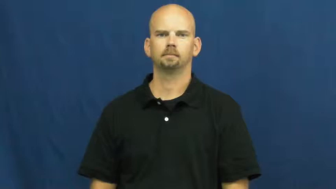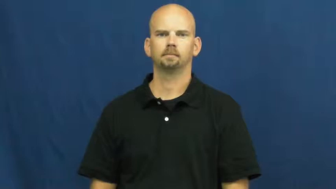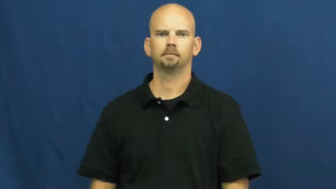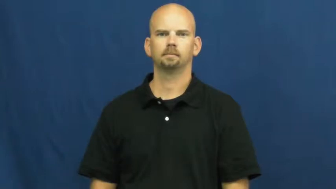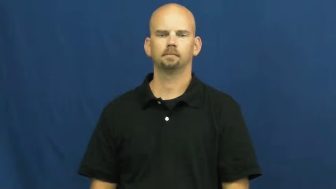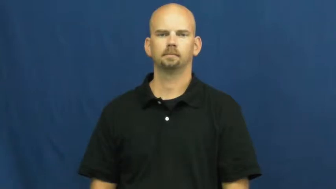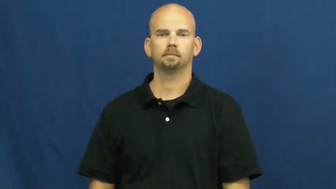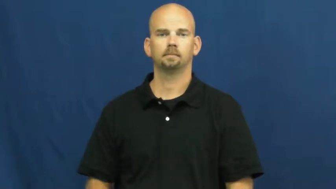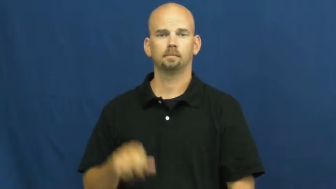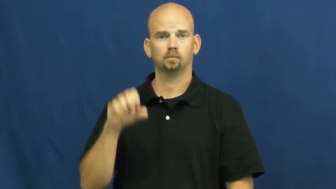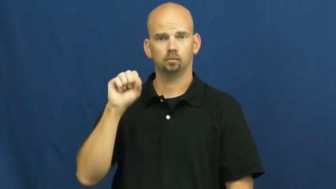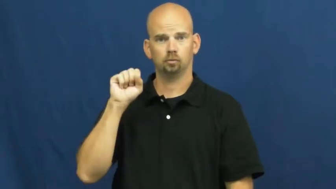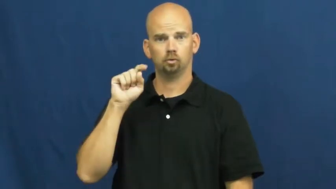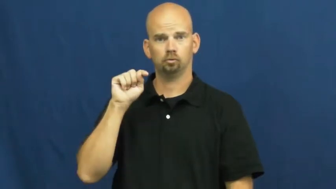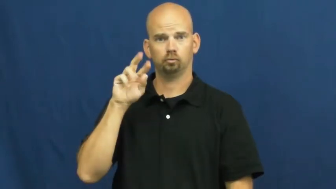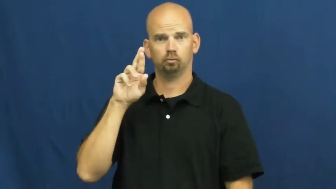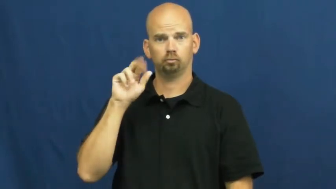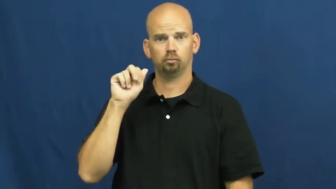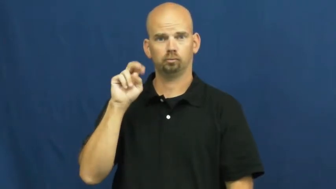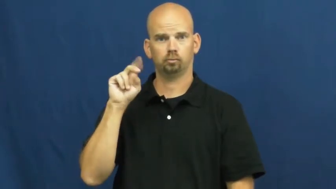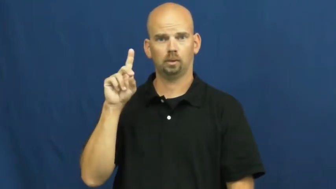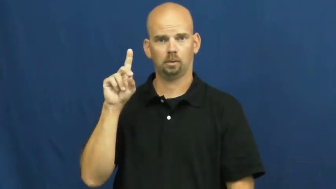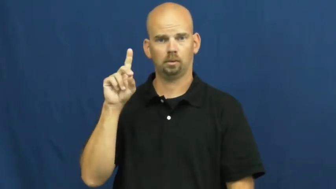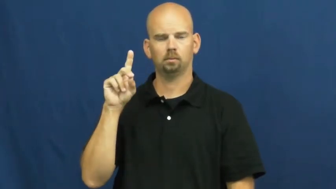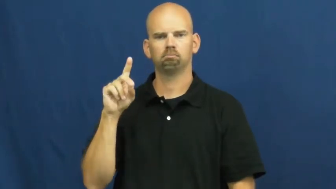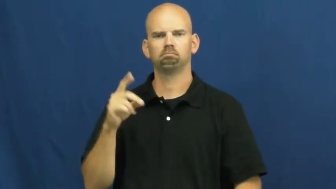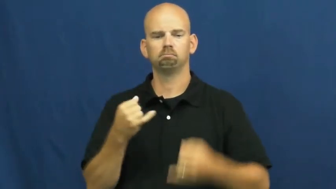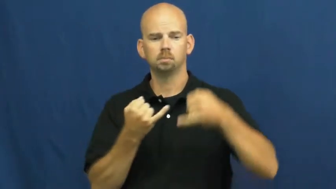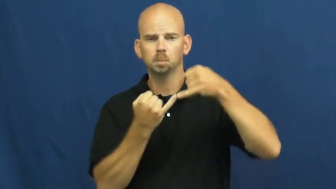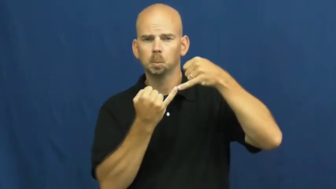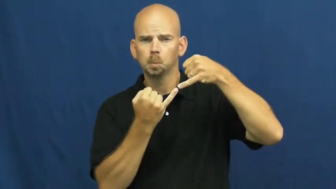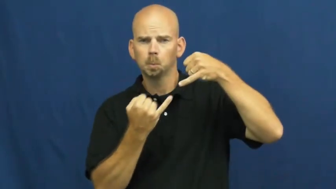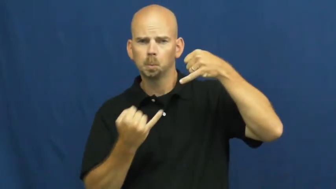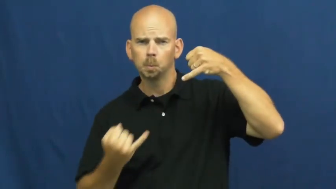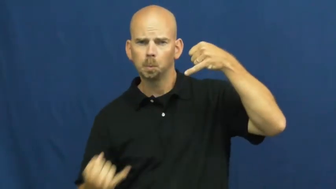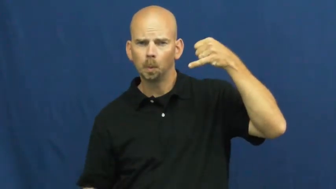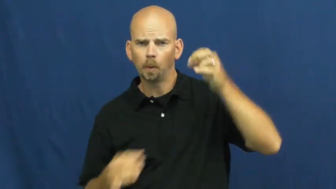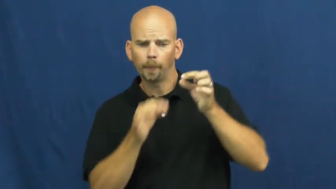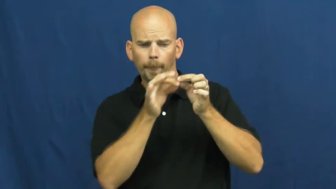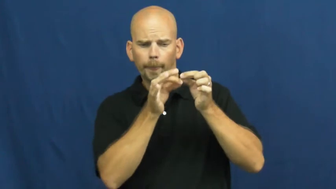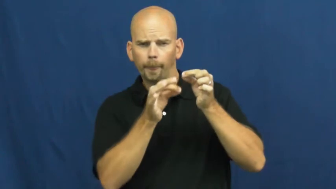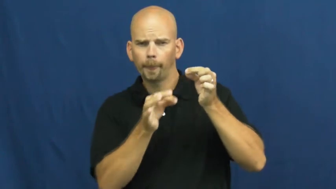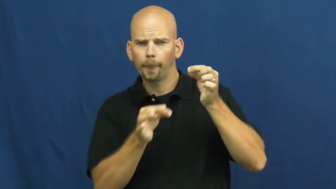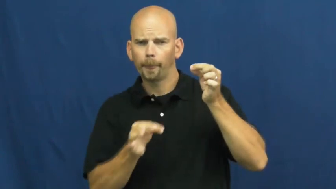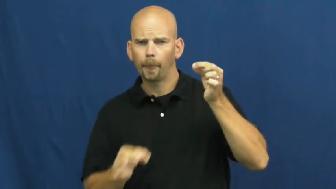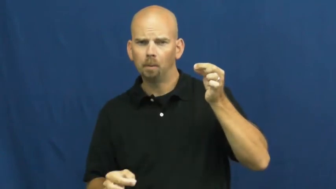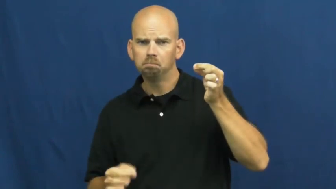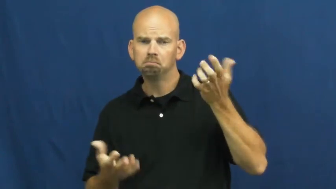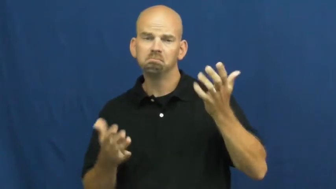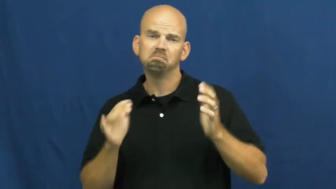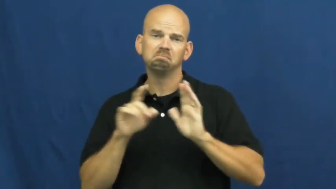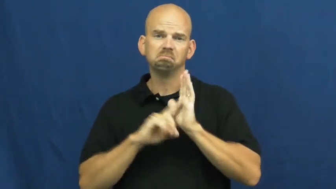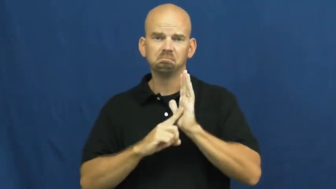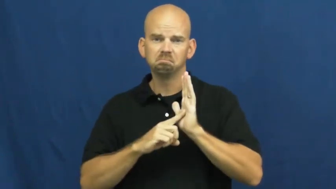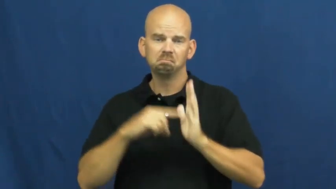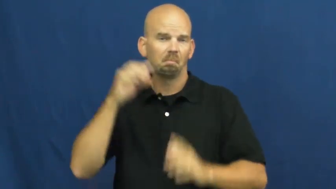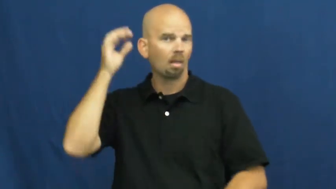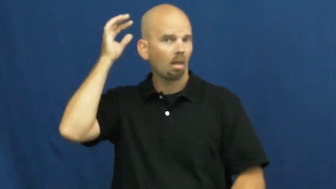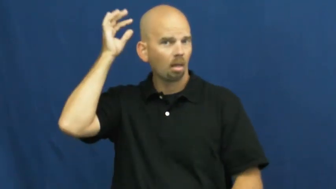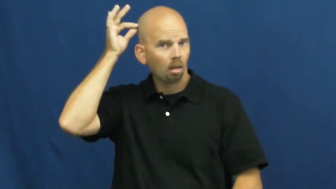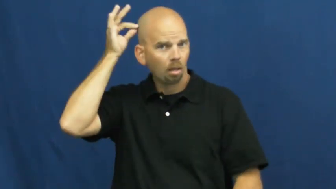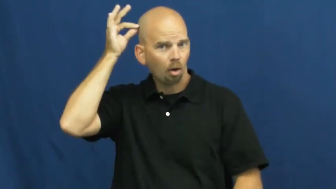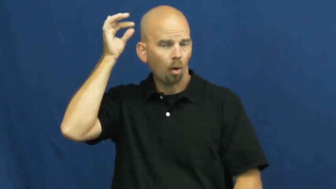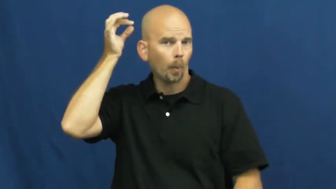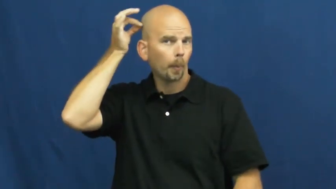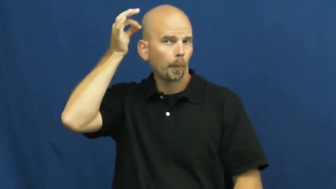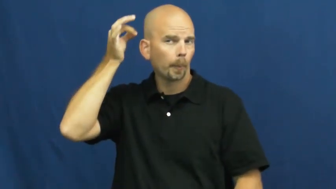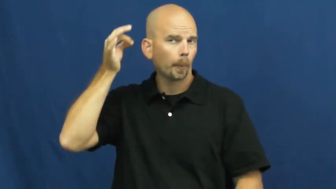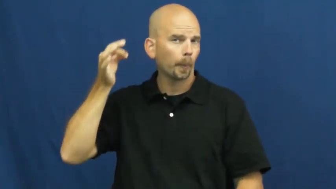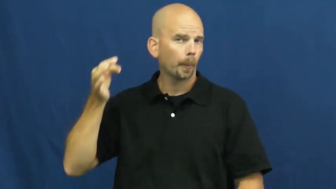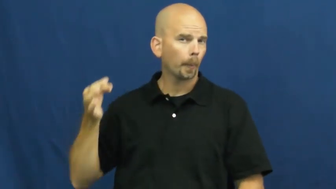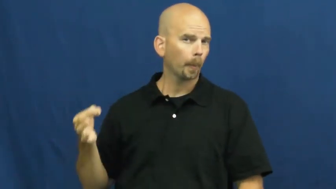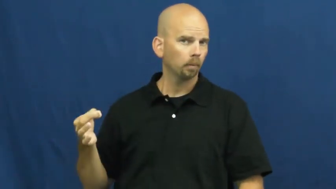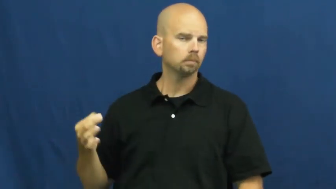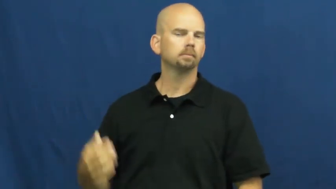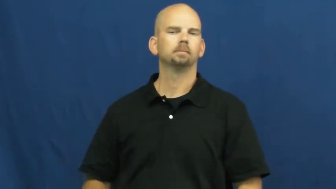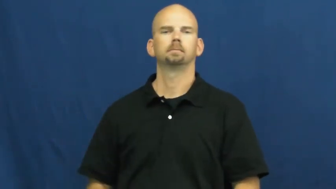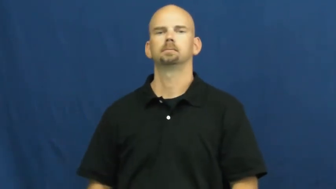strand-thin line